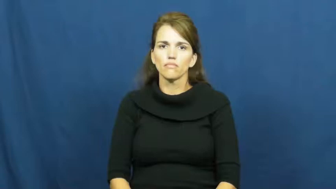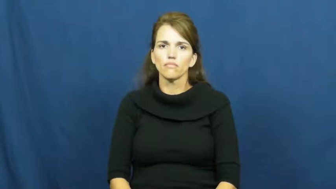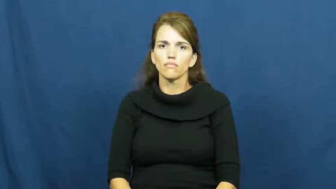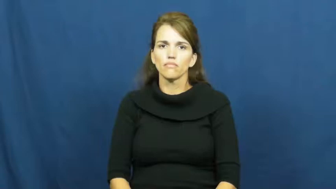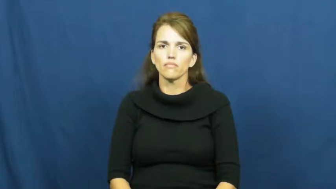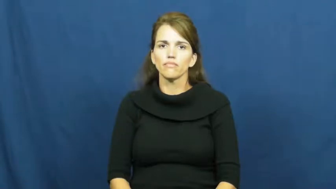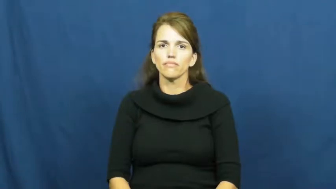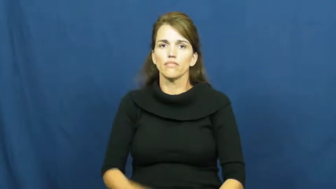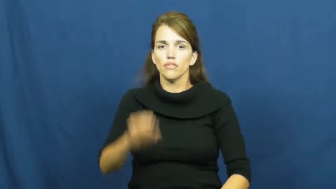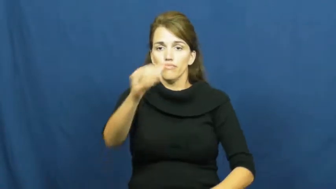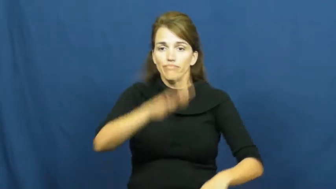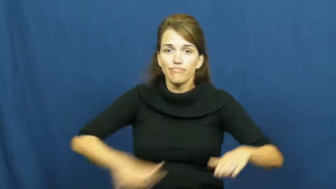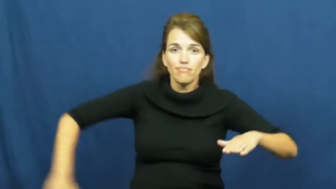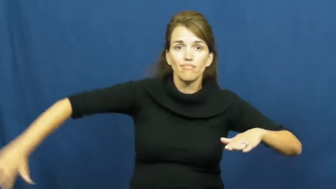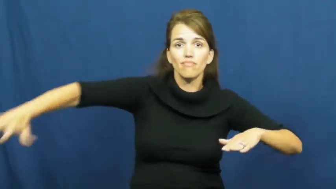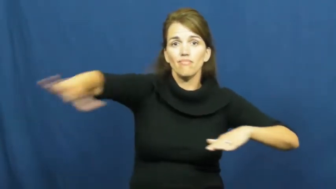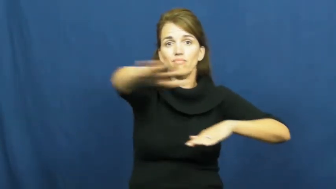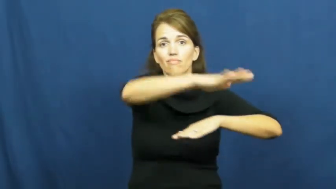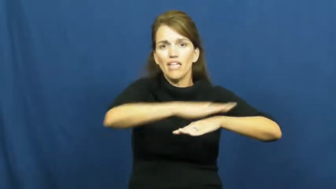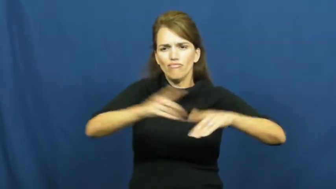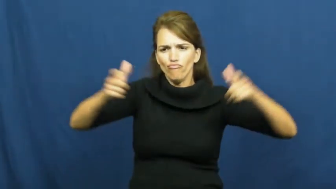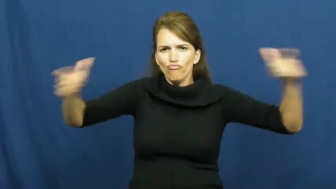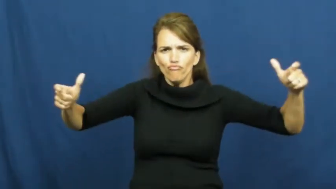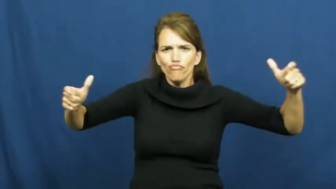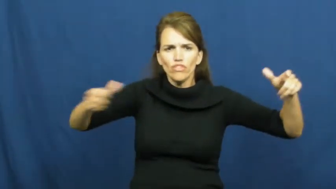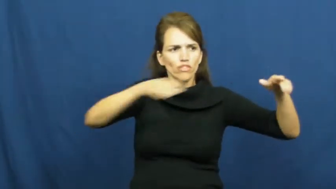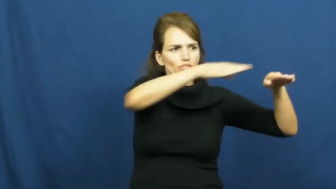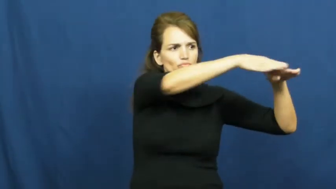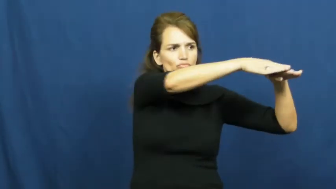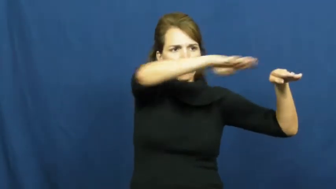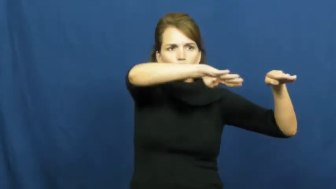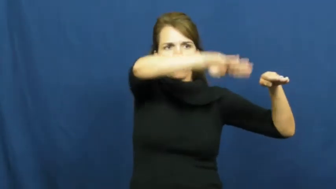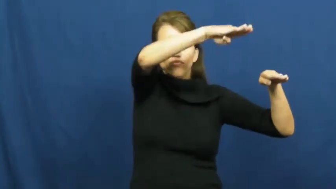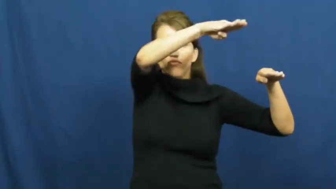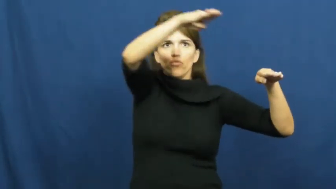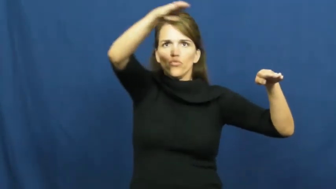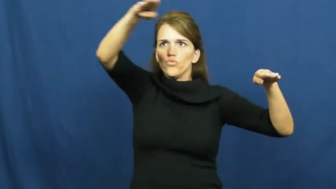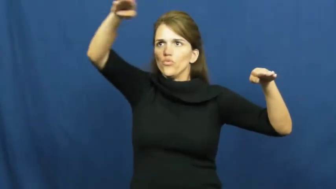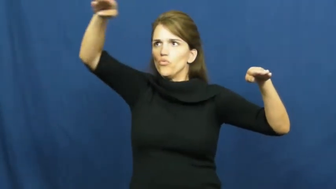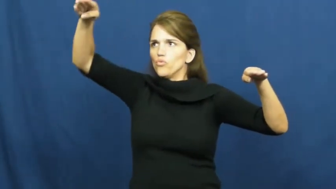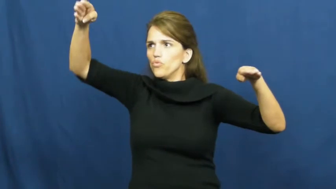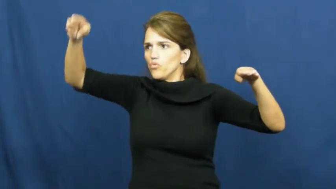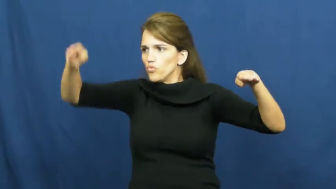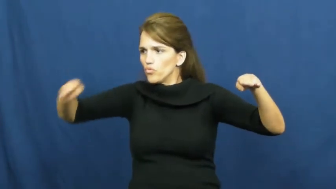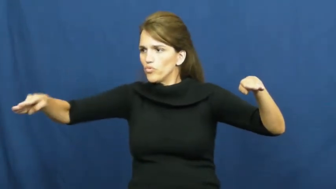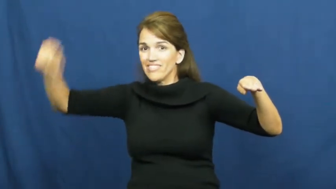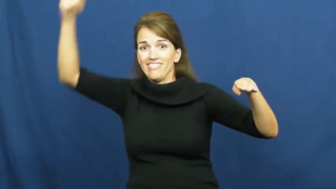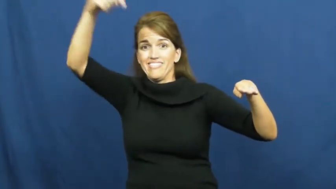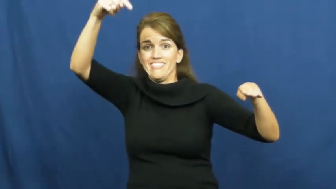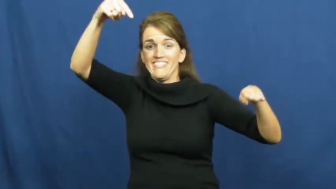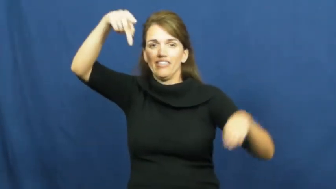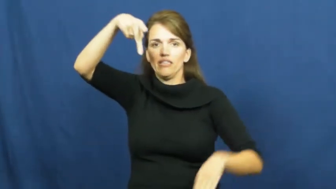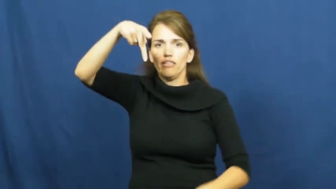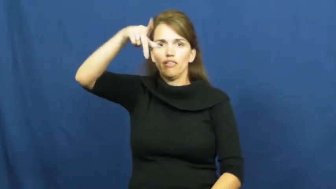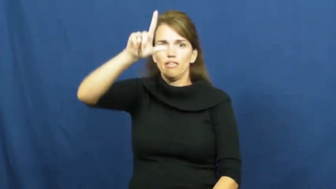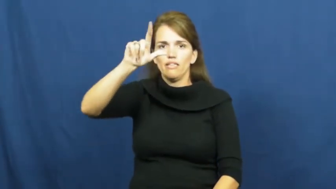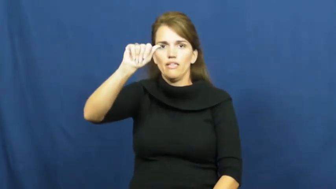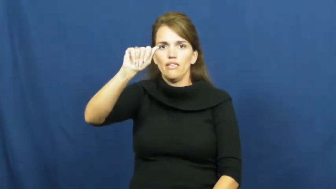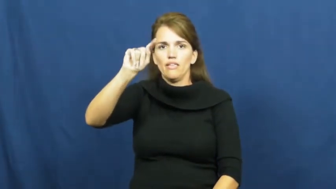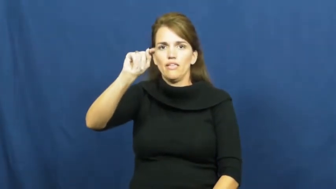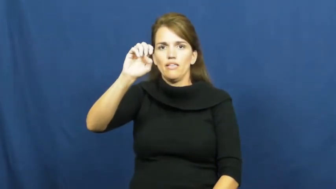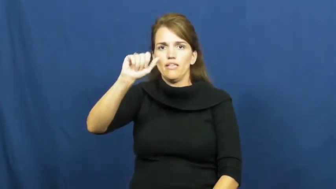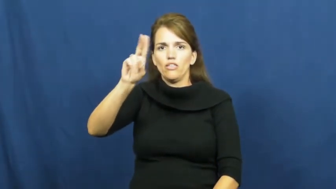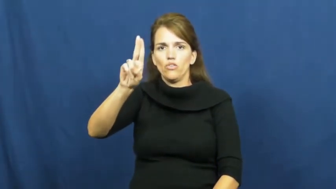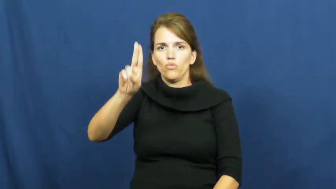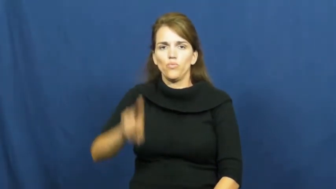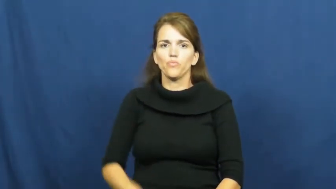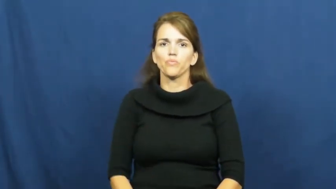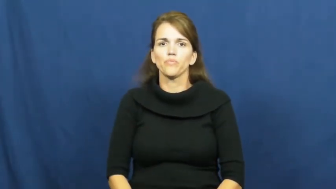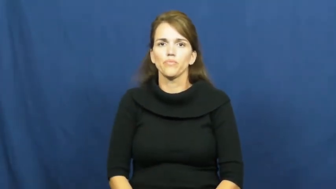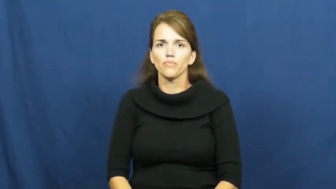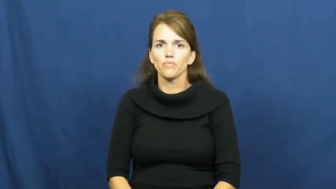plateau,tableland,terrace